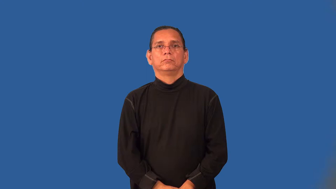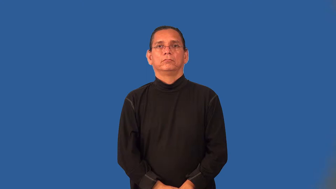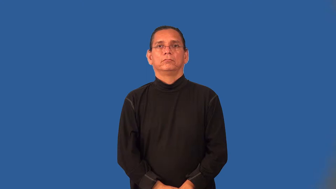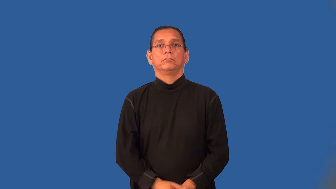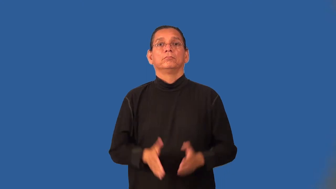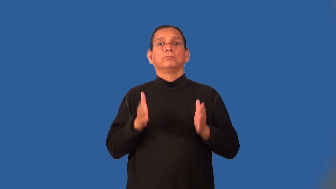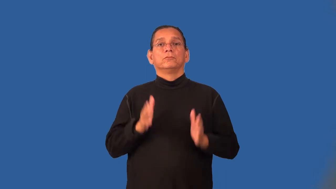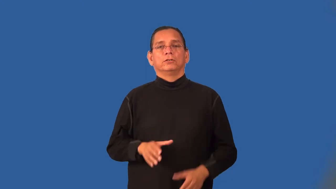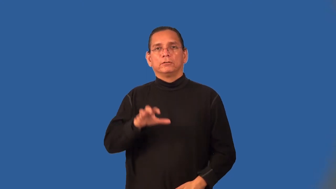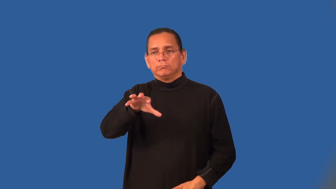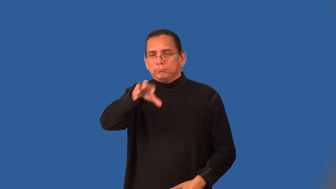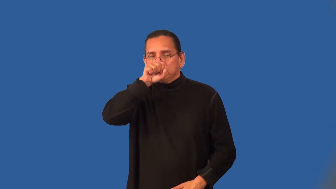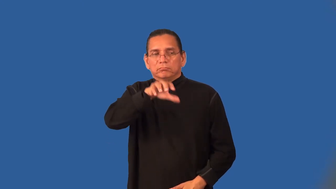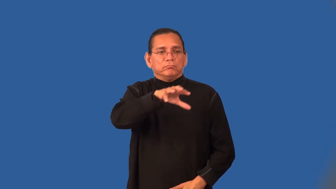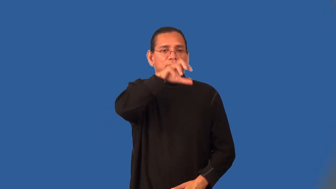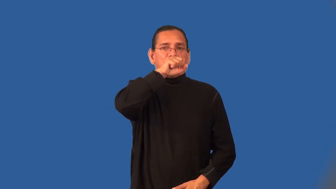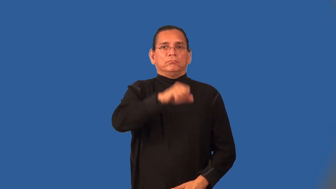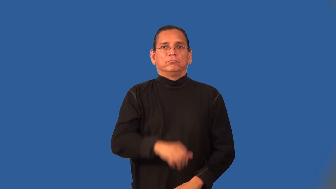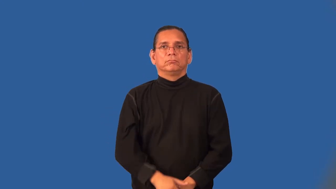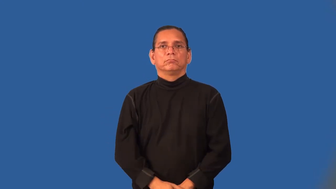sniffer